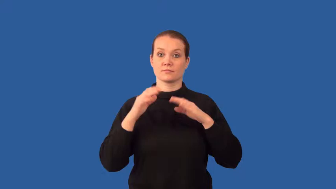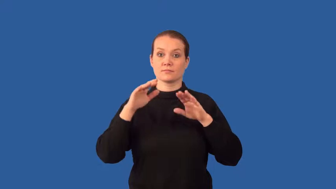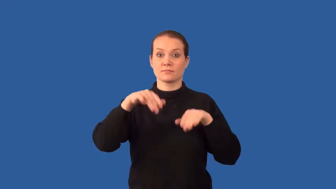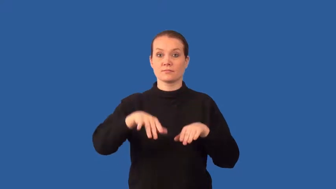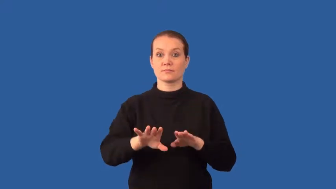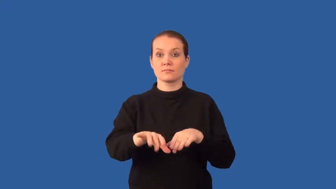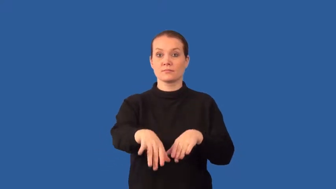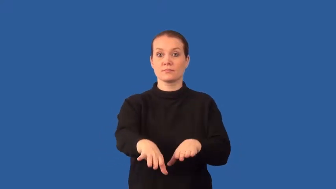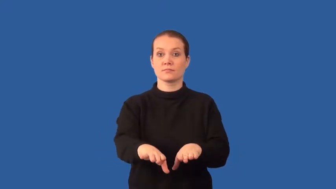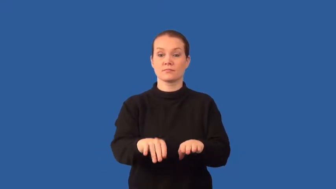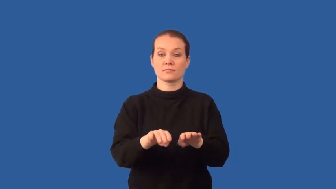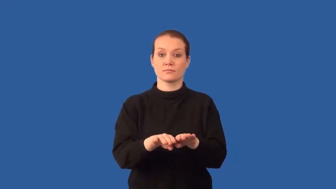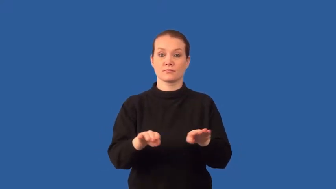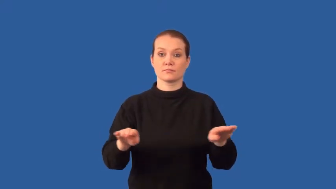seabed